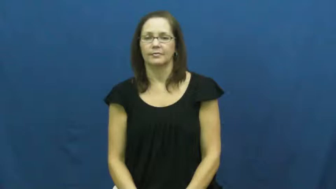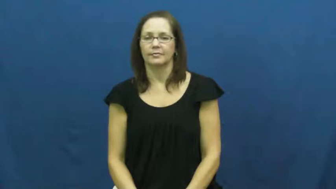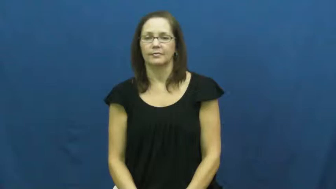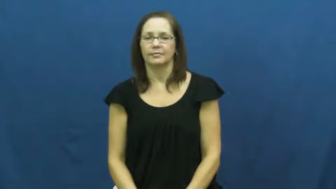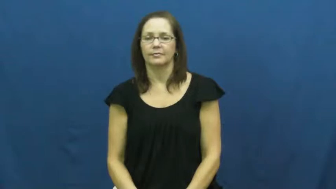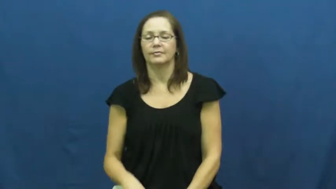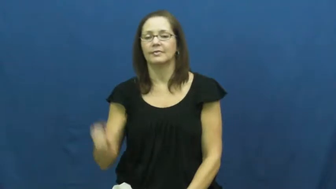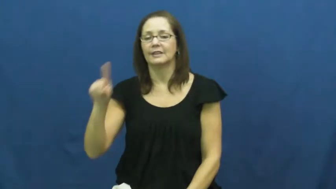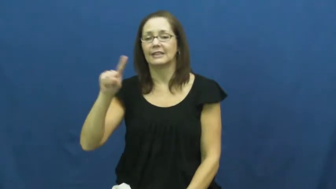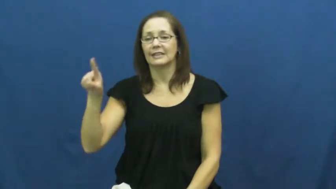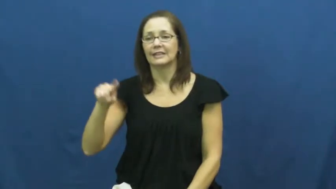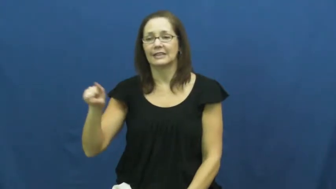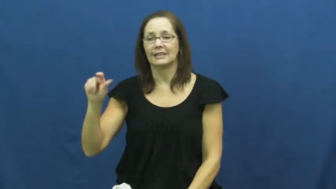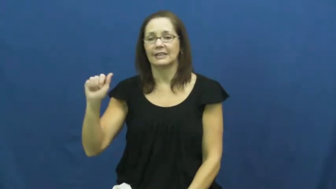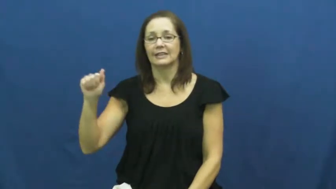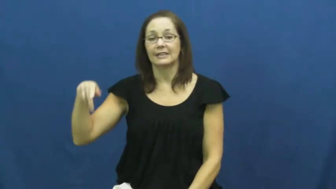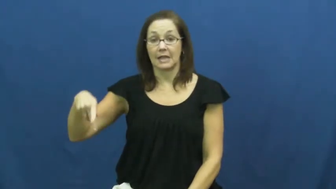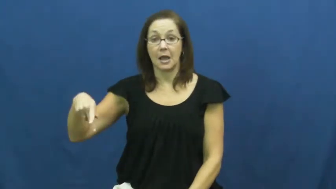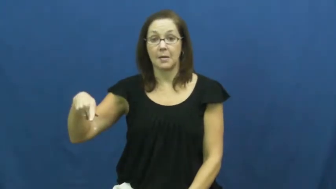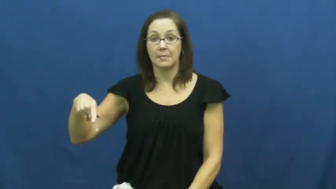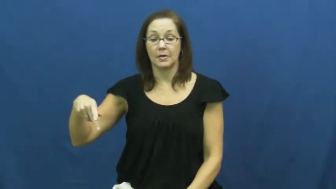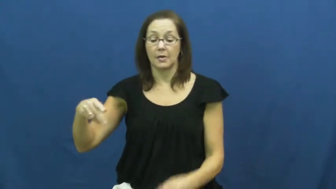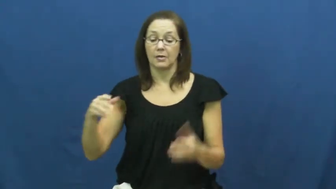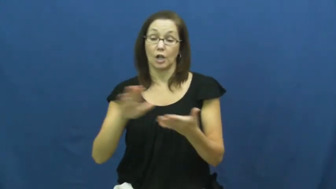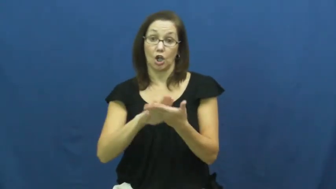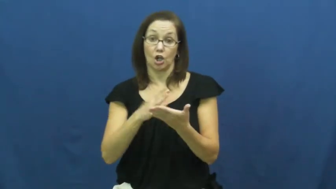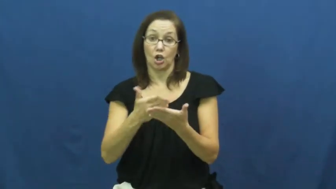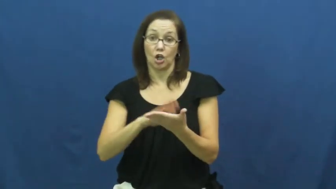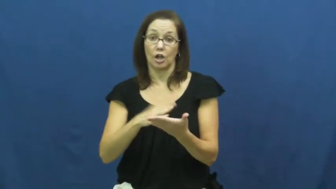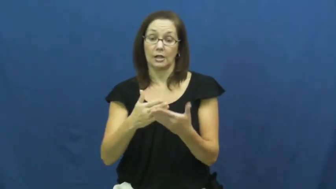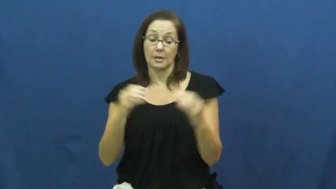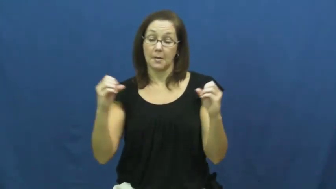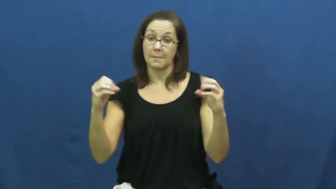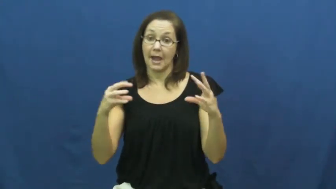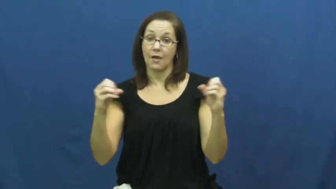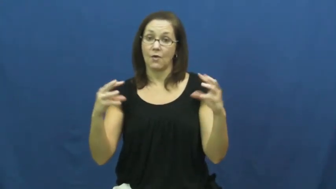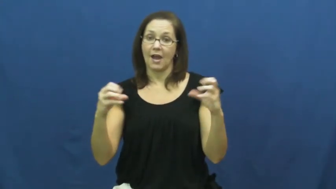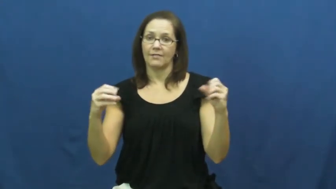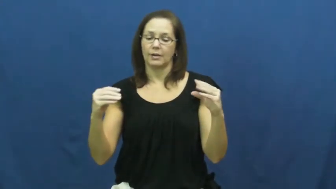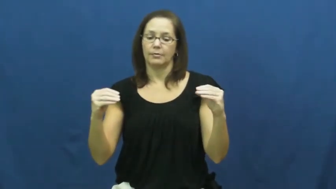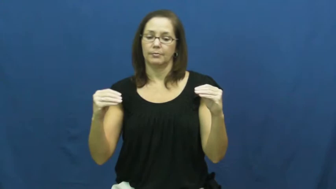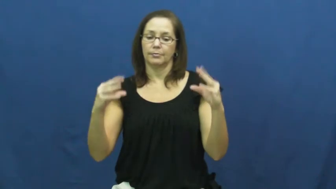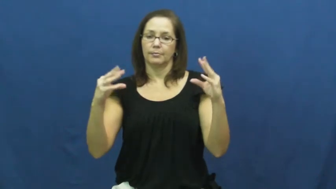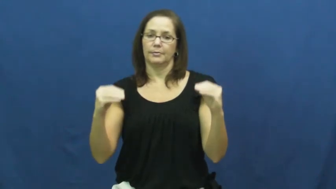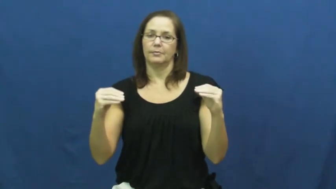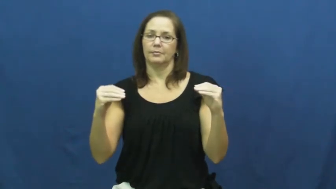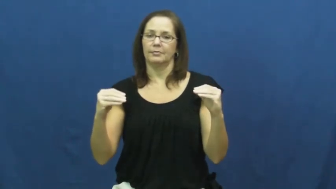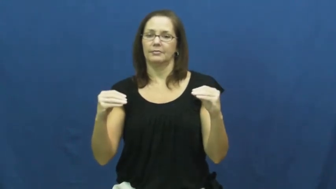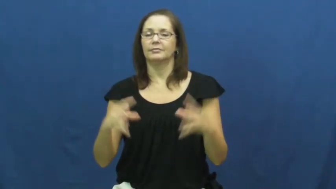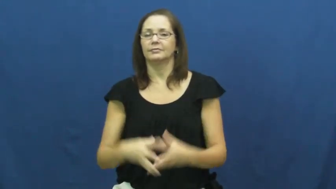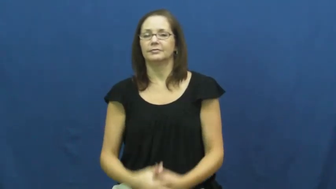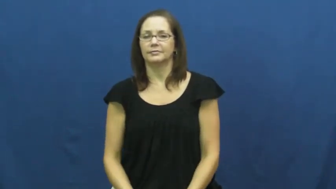zap-microwave